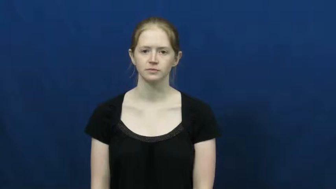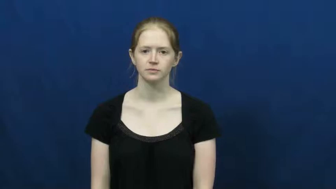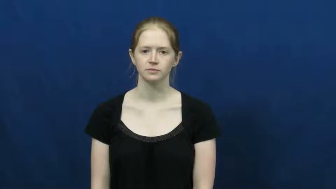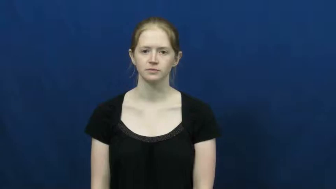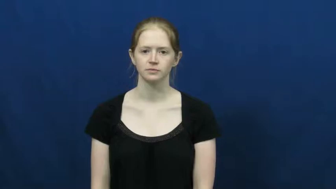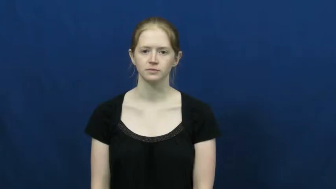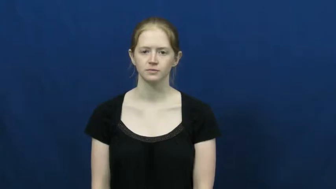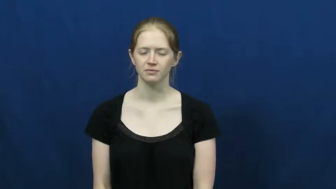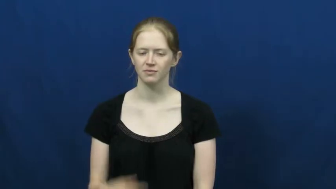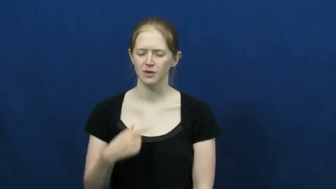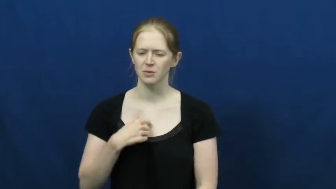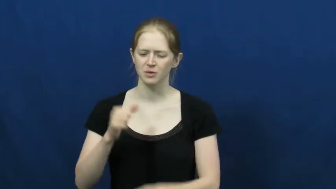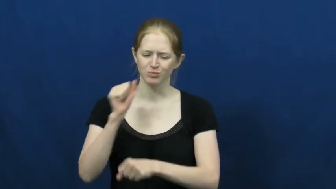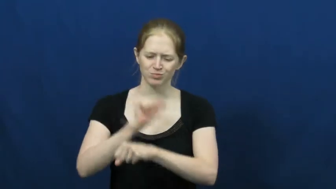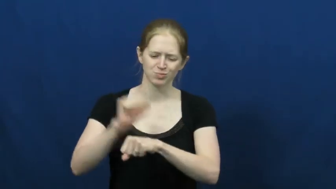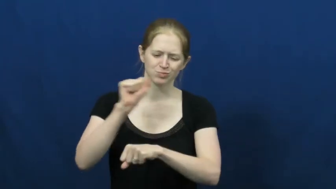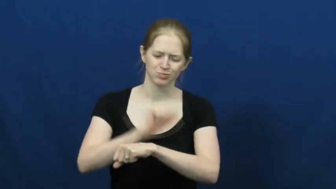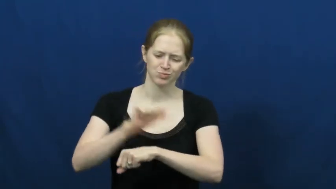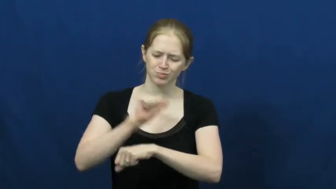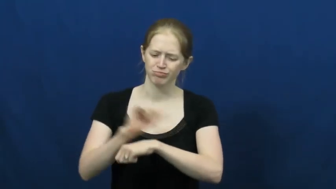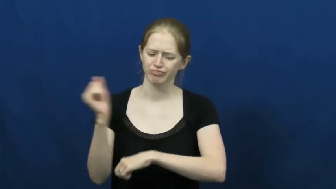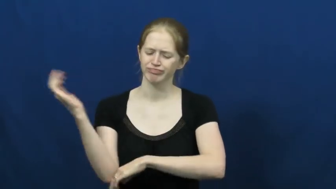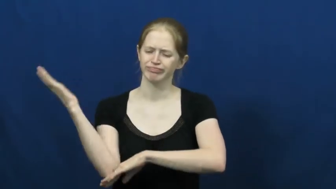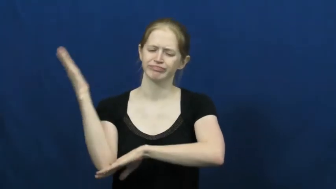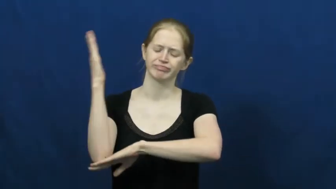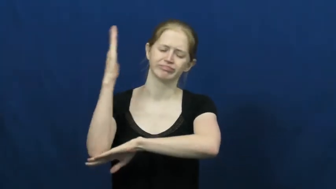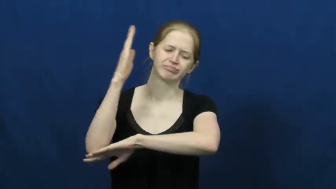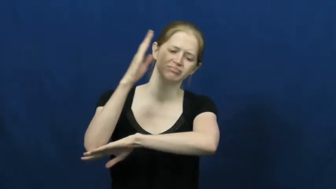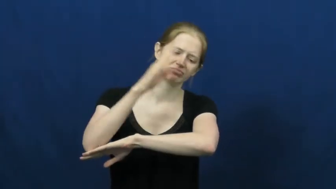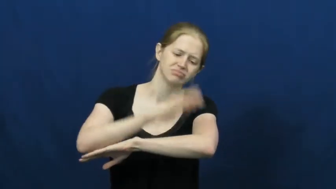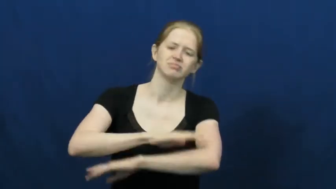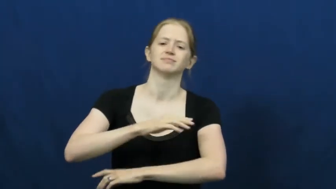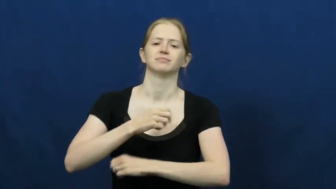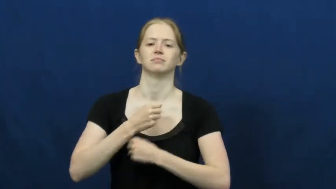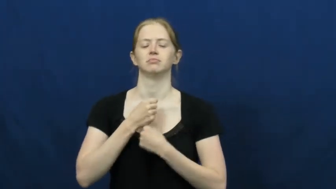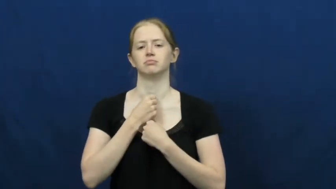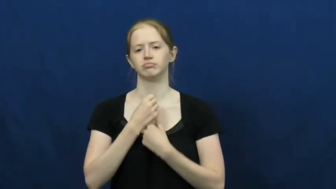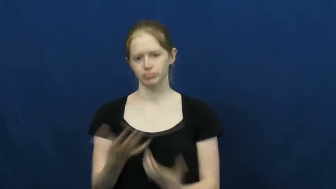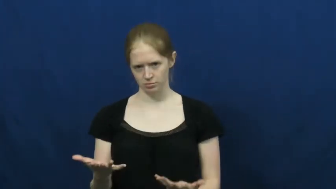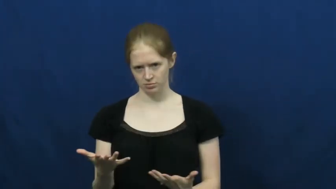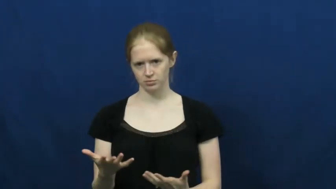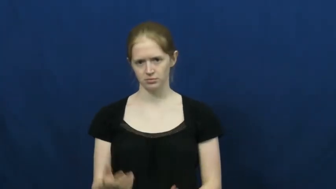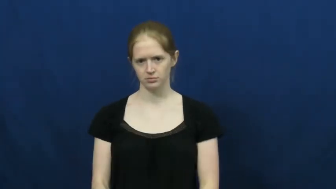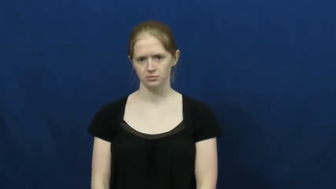wear,wear out,wipe out,done in,outwear-exhausted